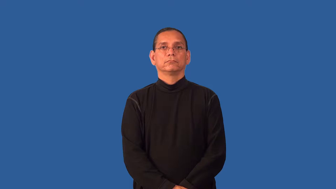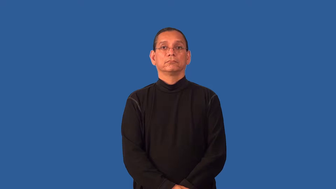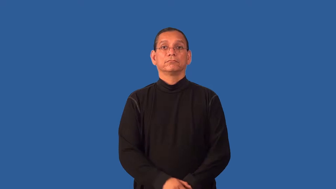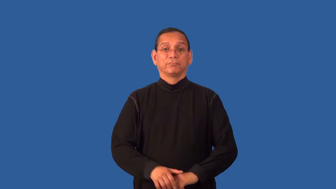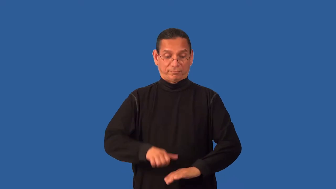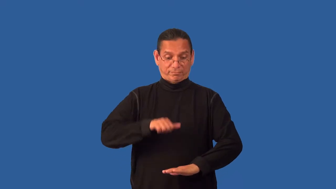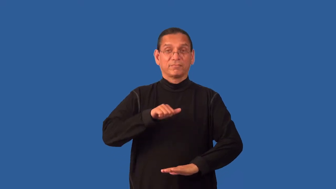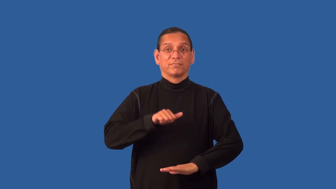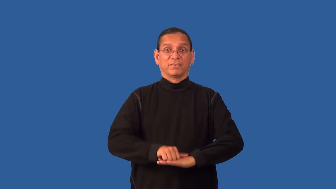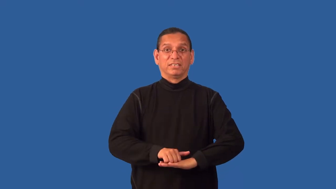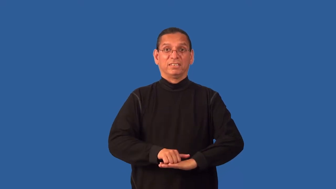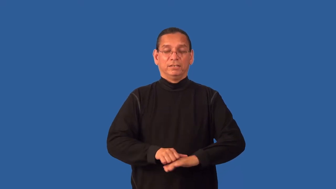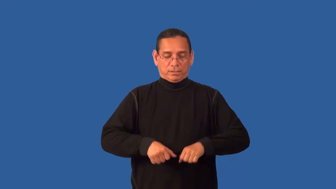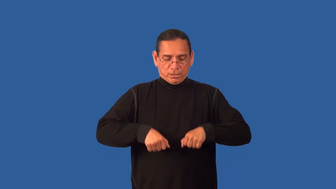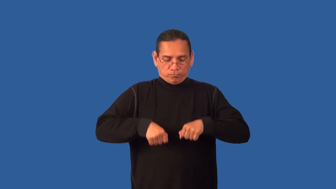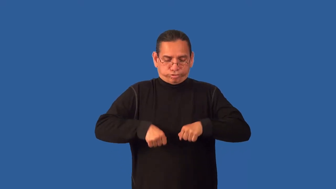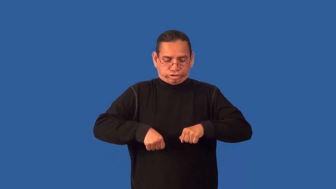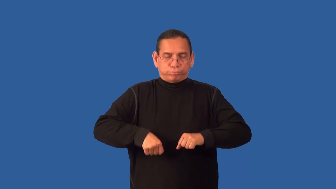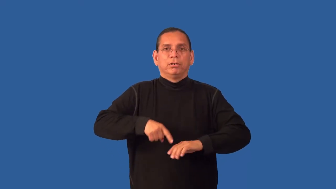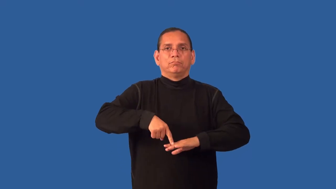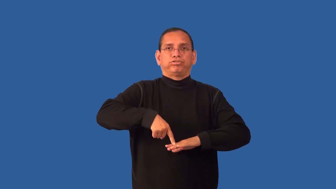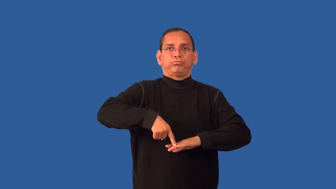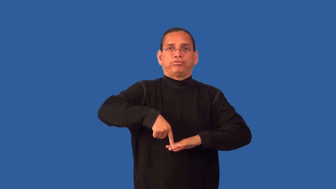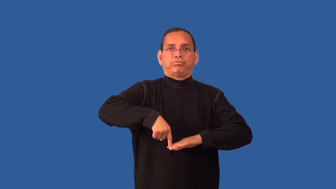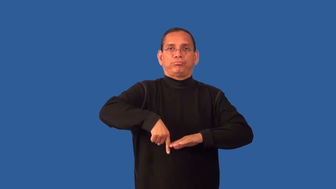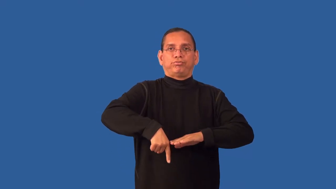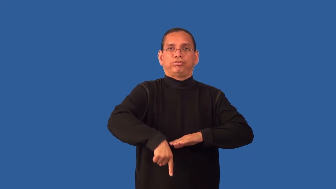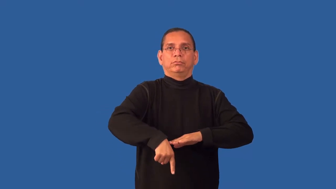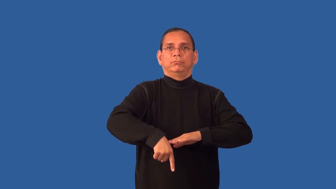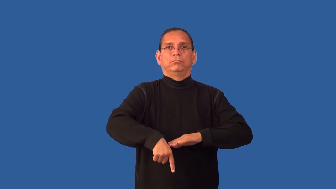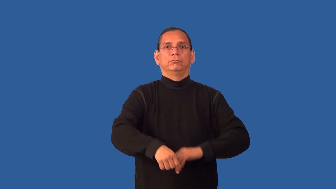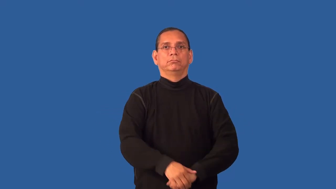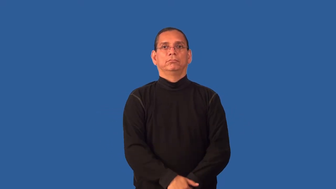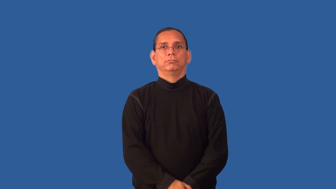drill-jackhammer